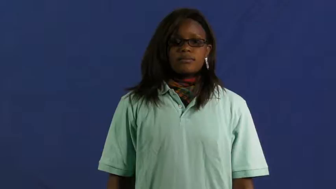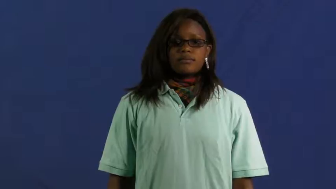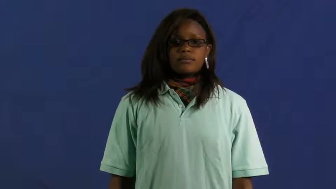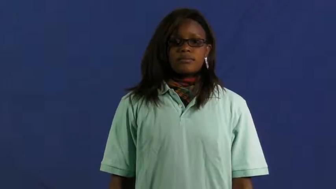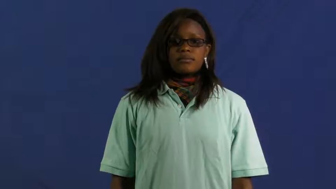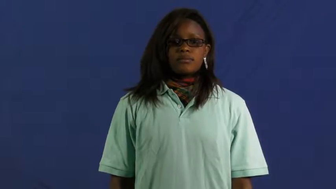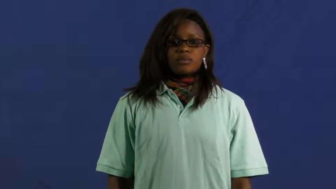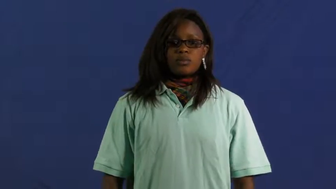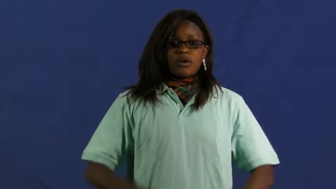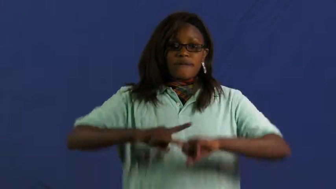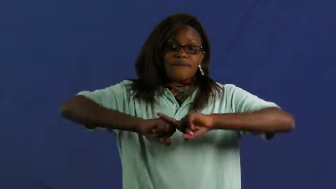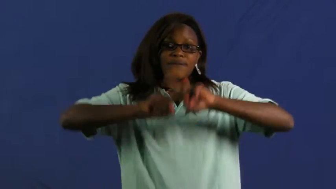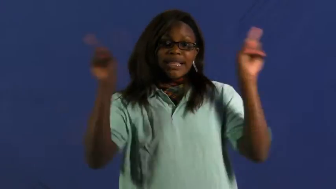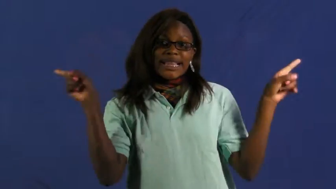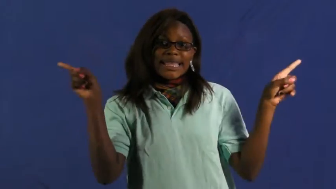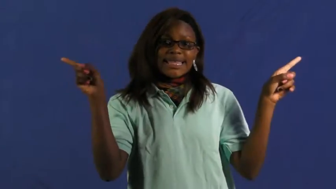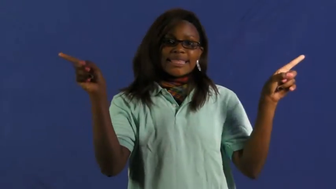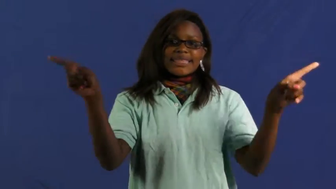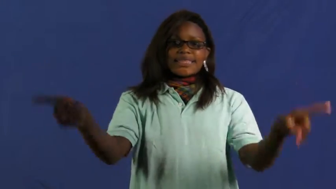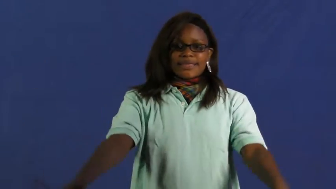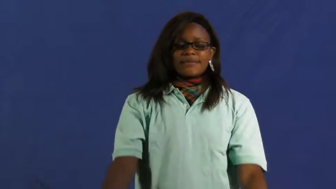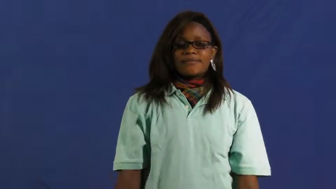different,unalike,apart,sundry